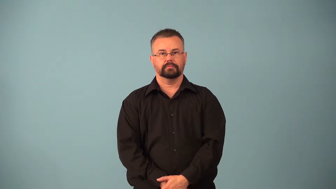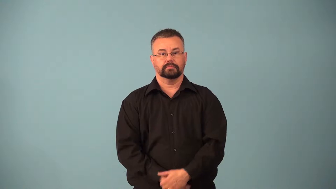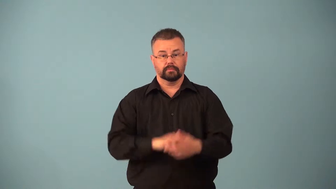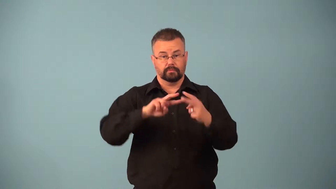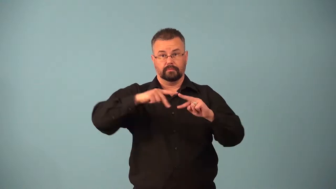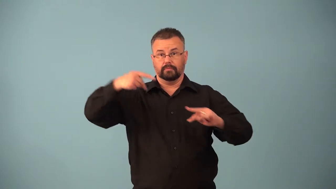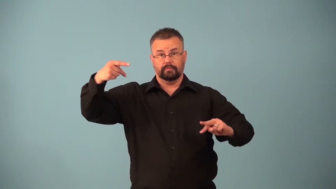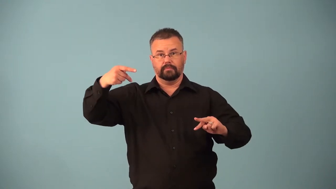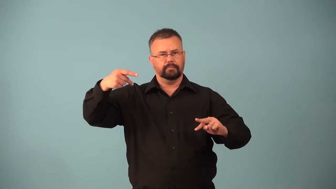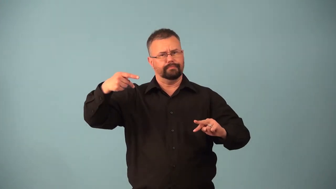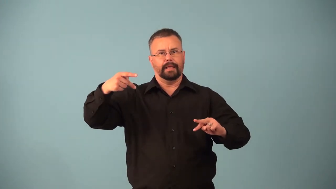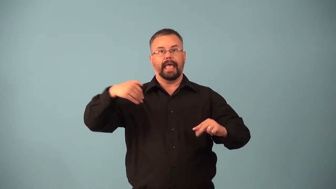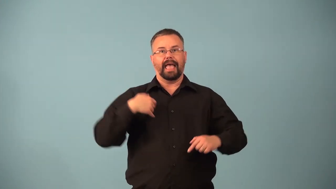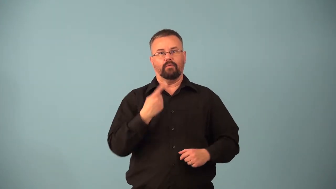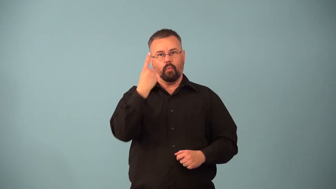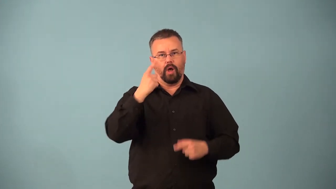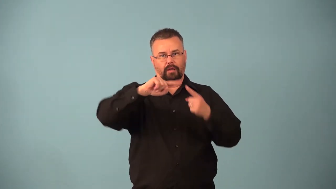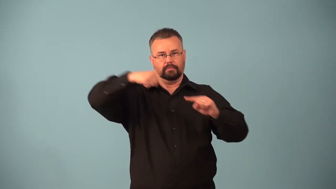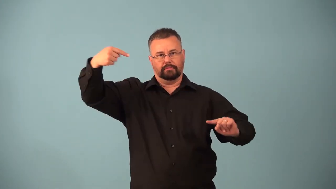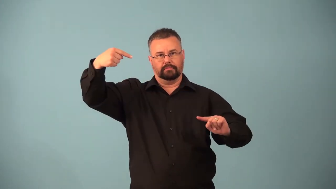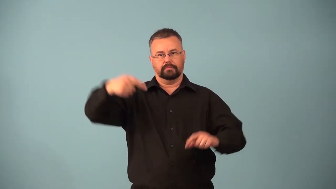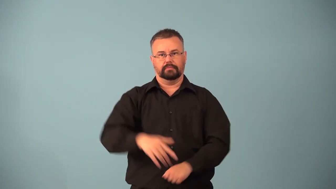haploid